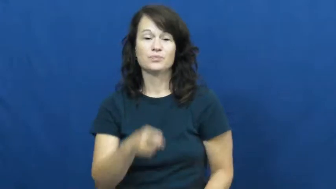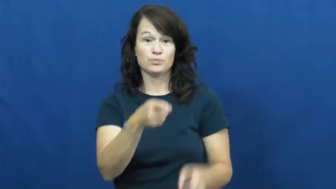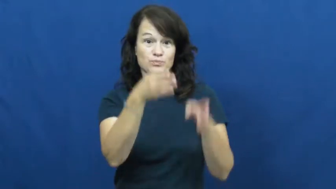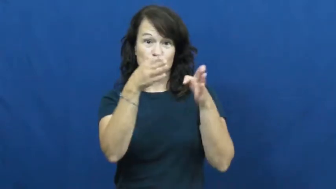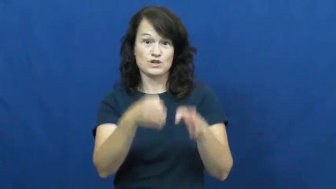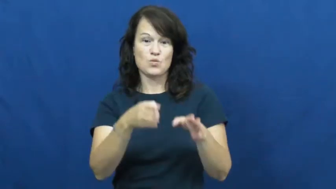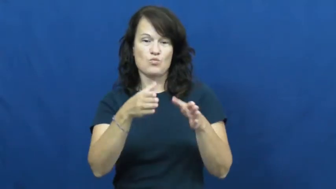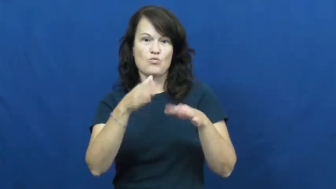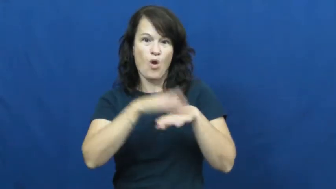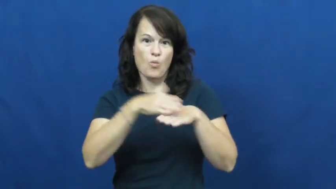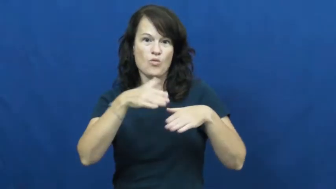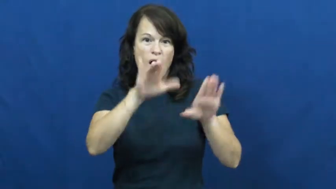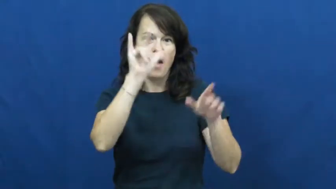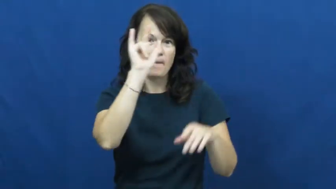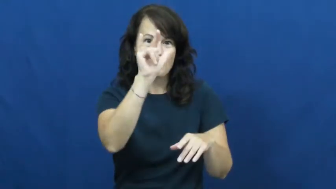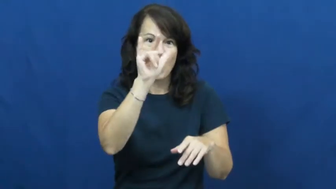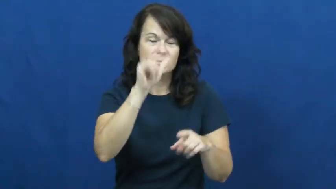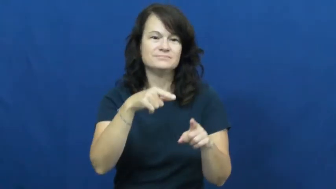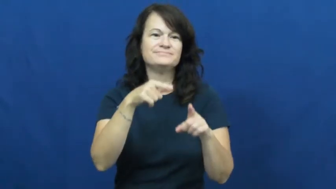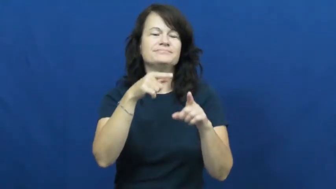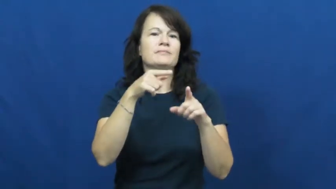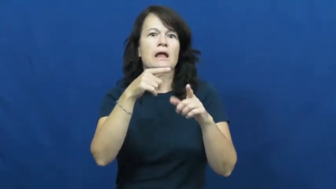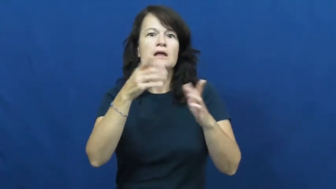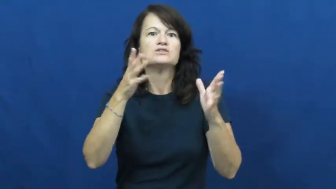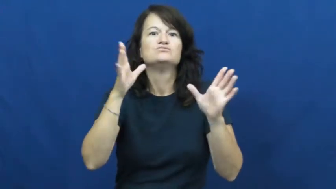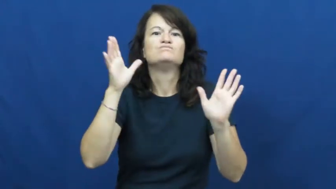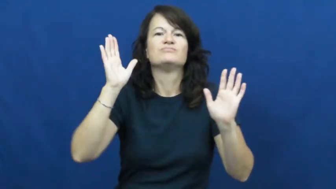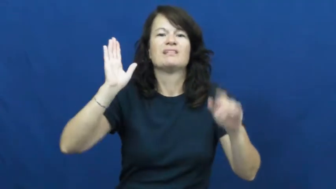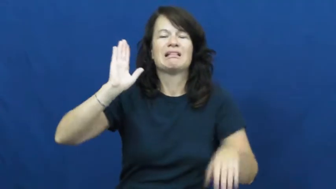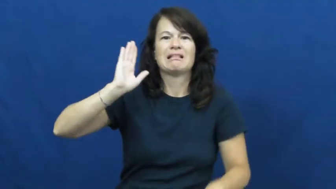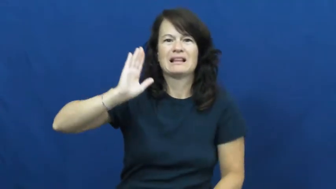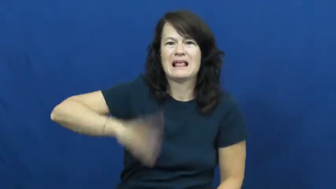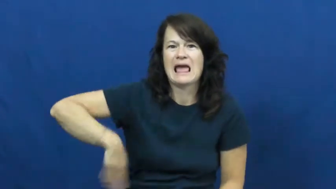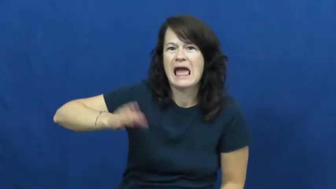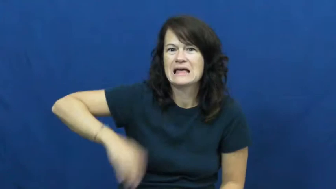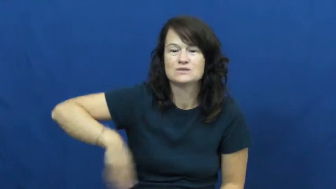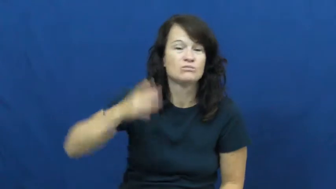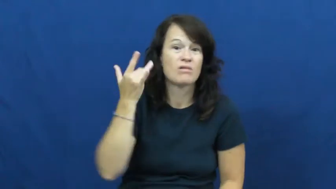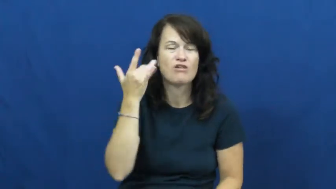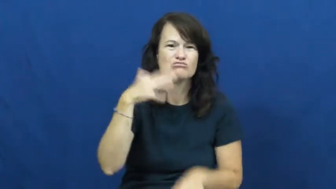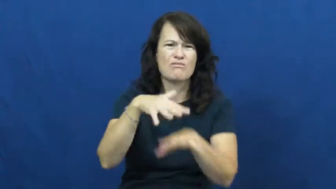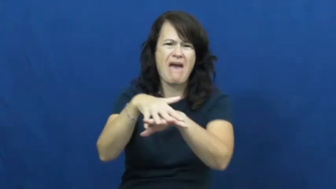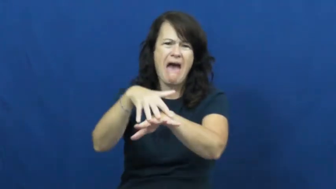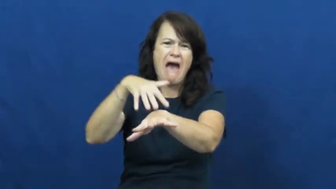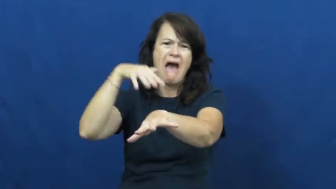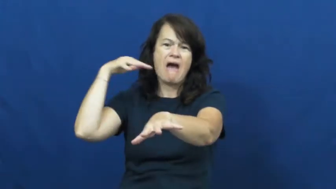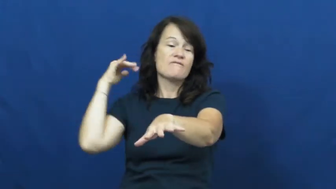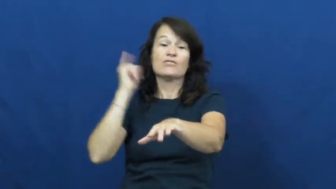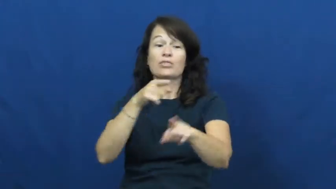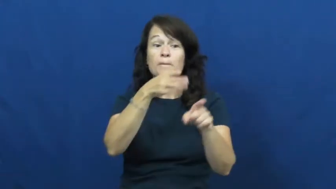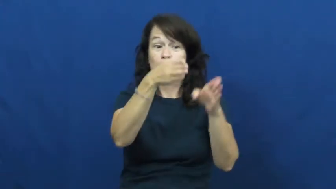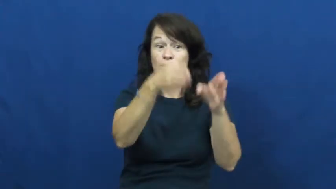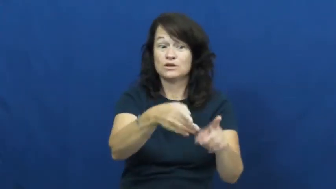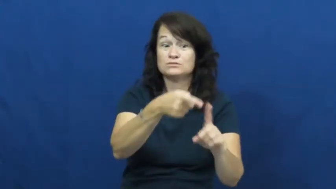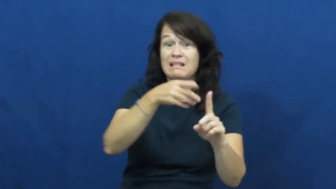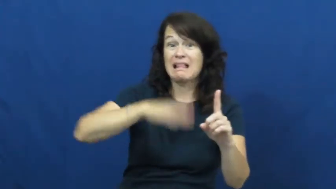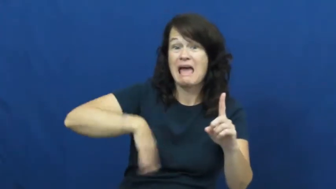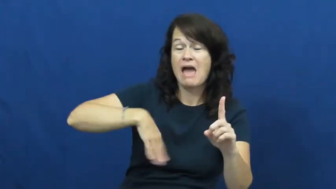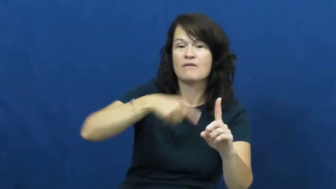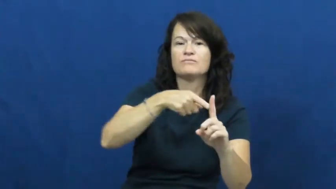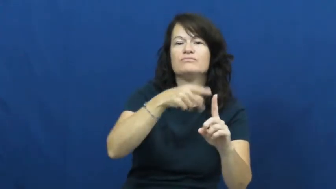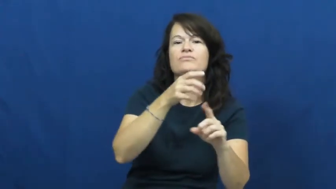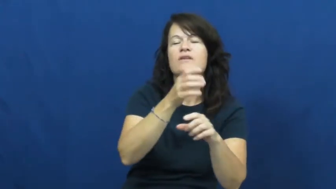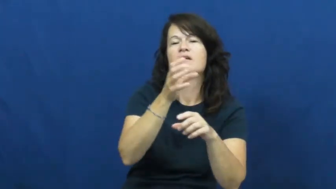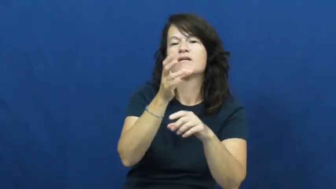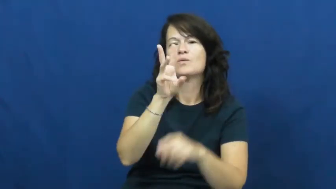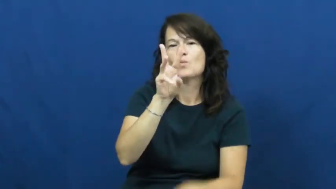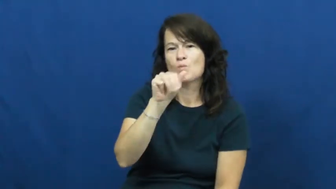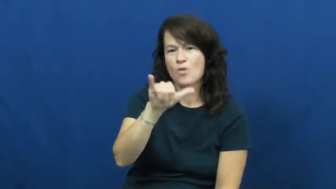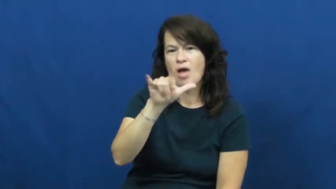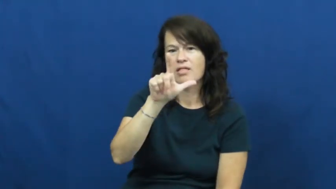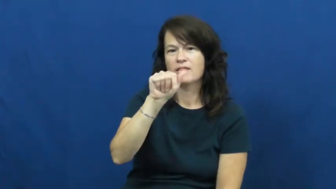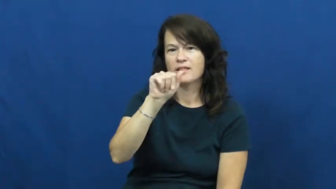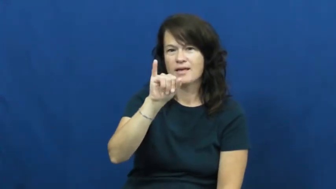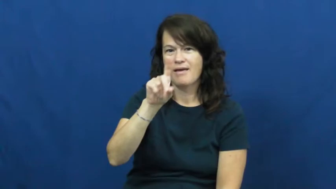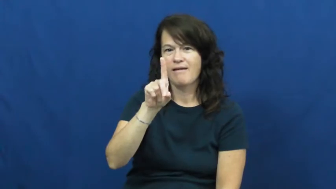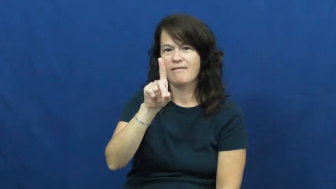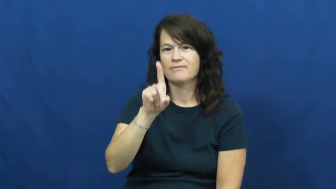waylaid